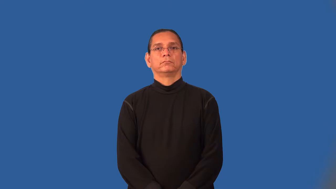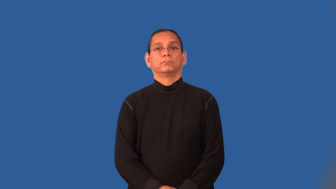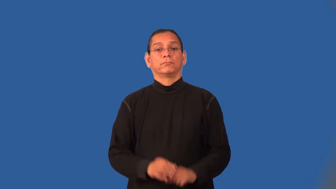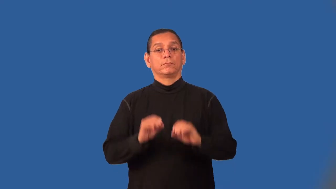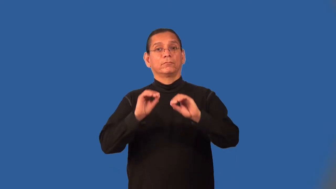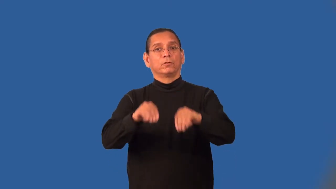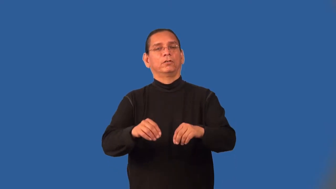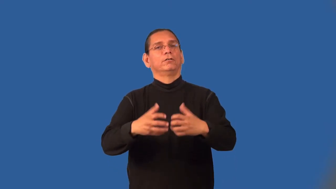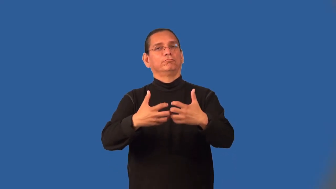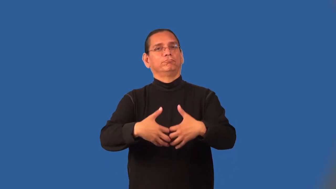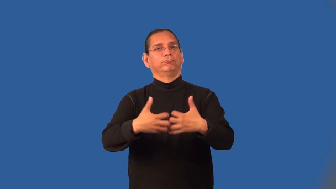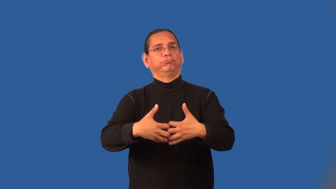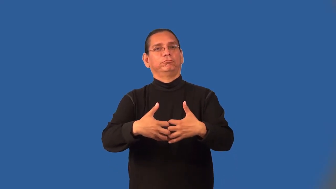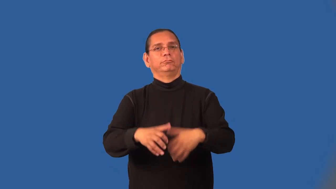motorize